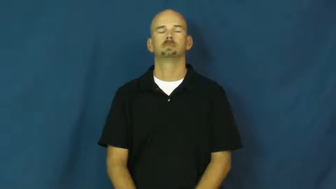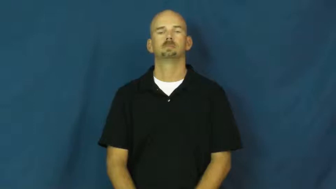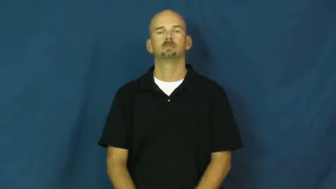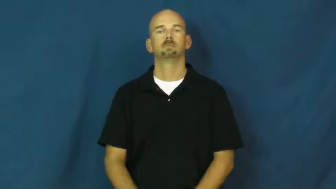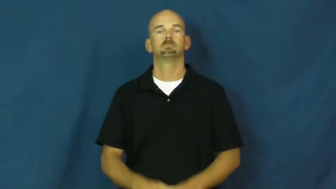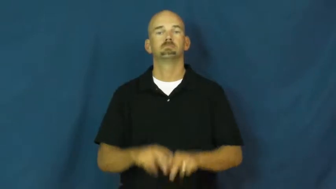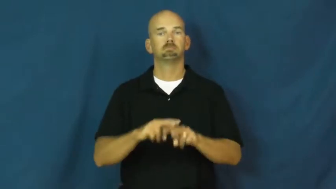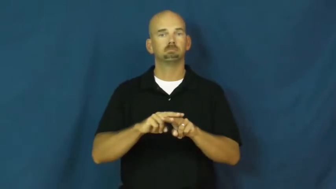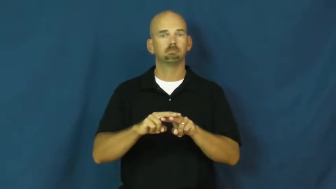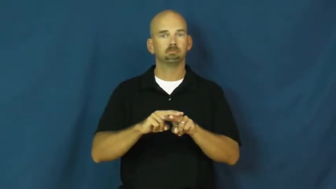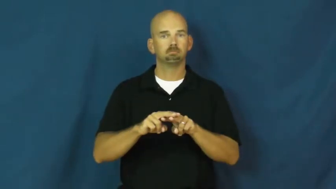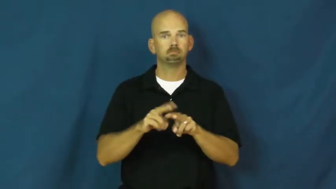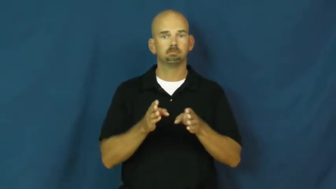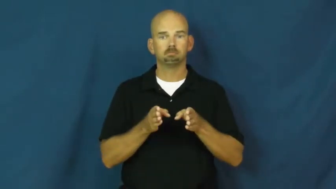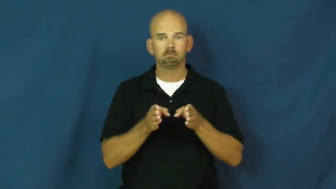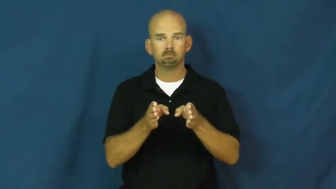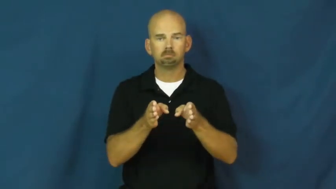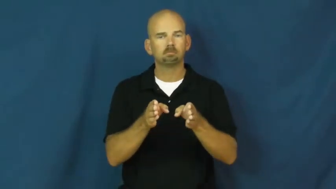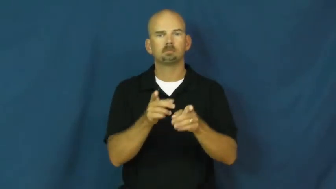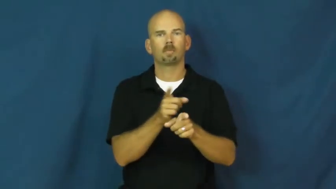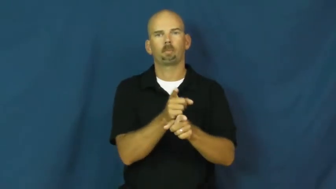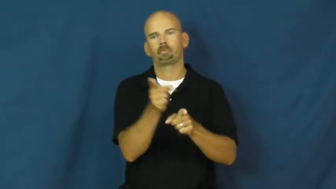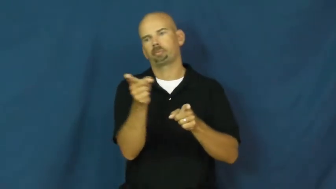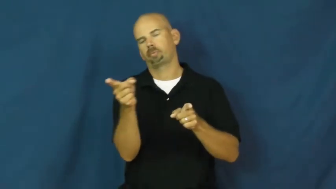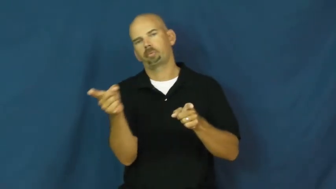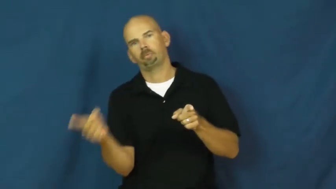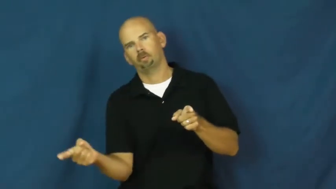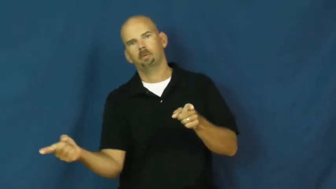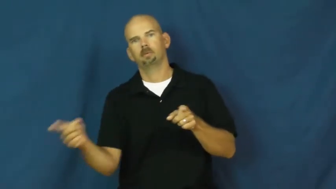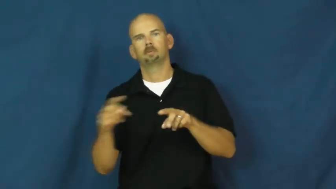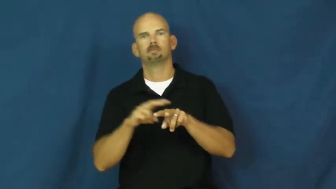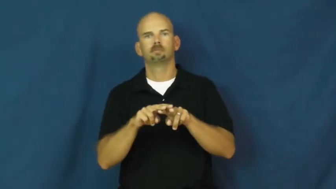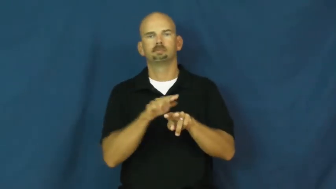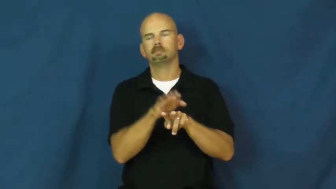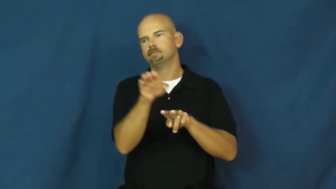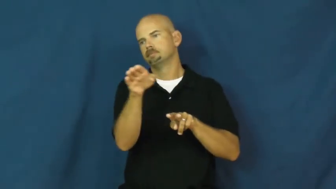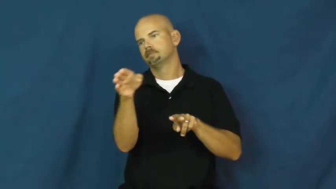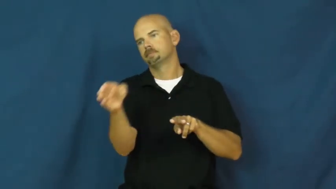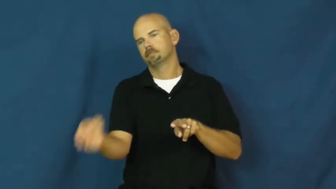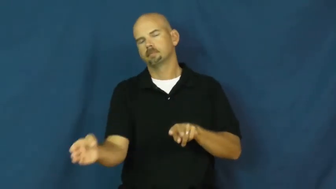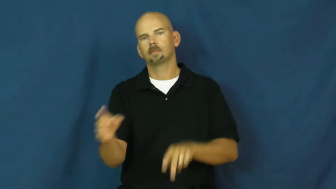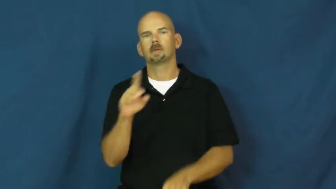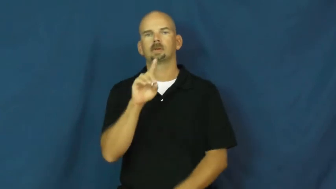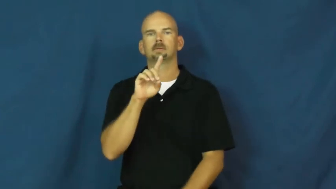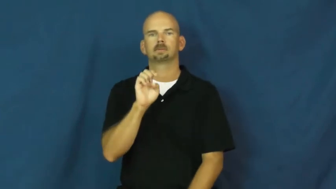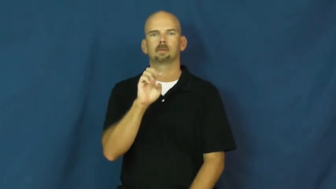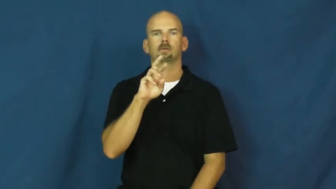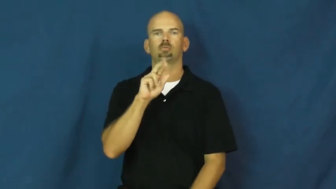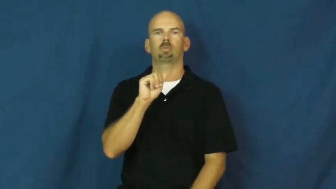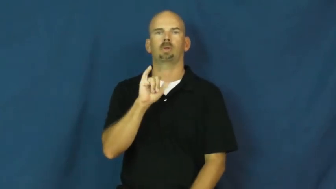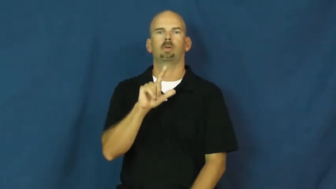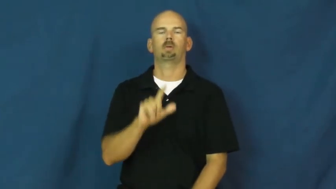derail